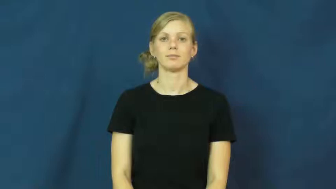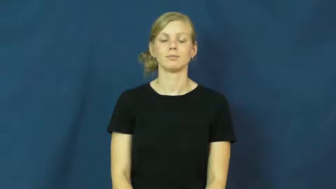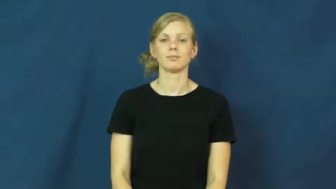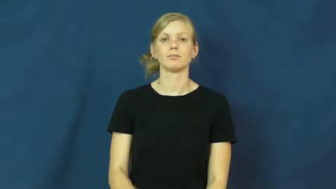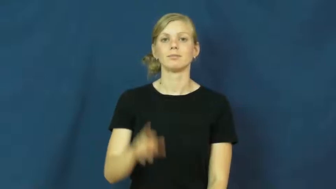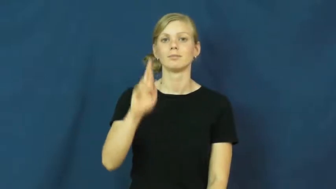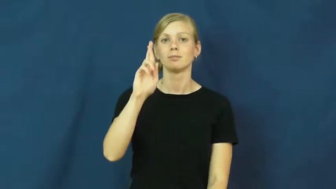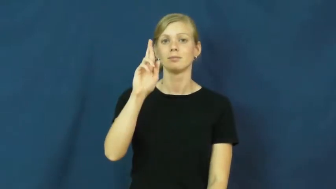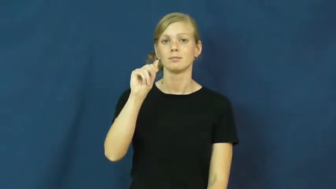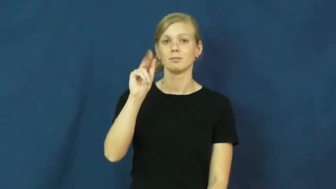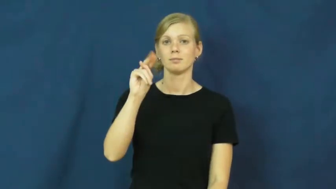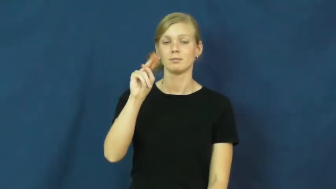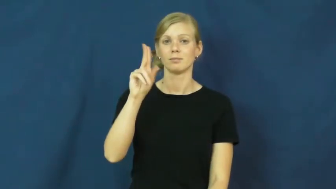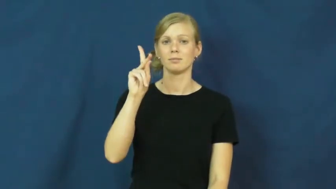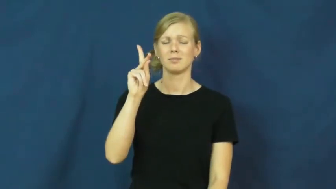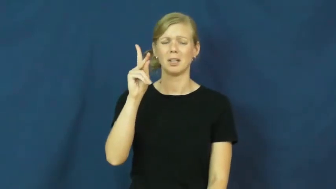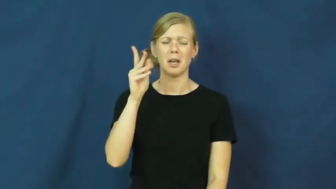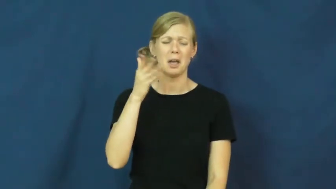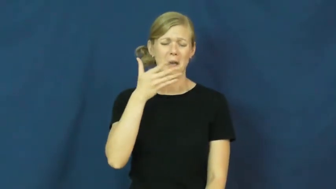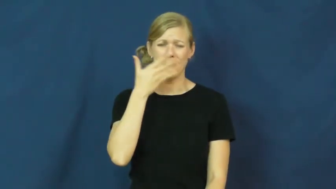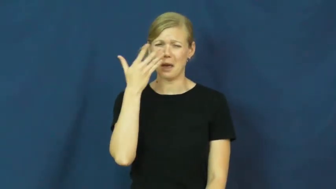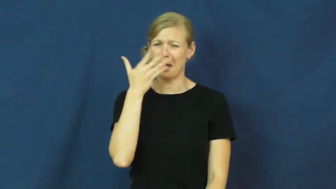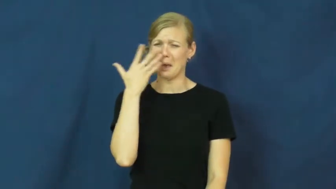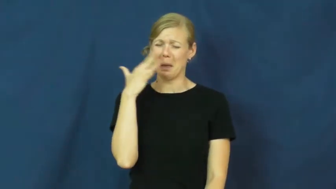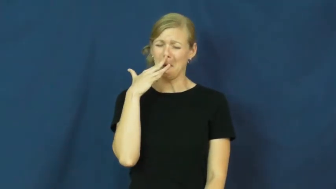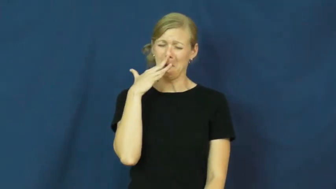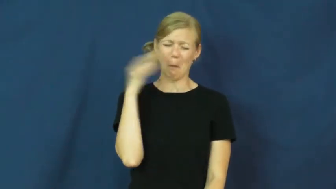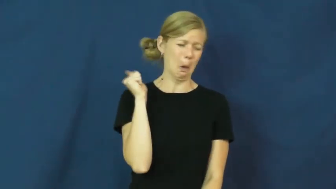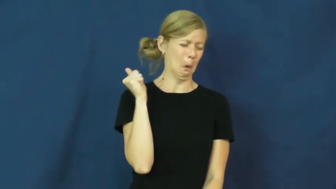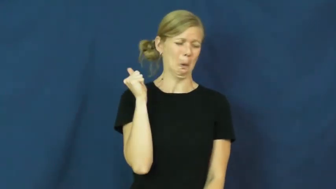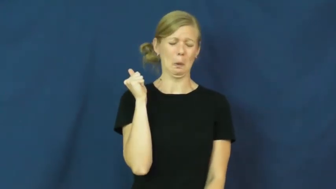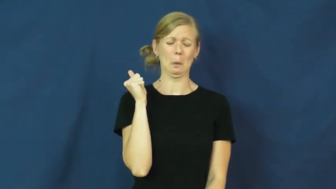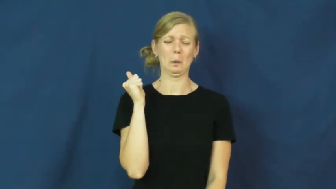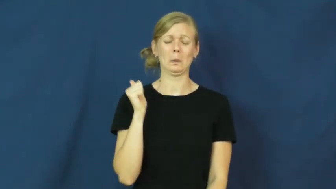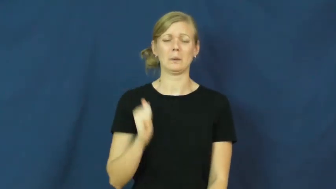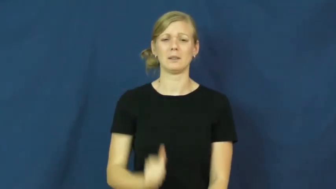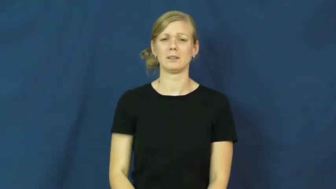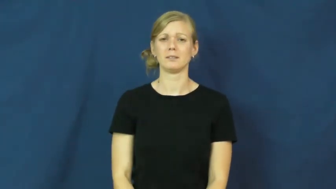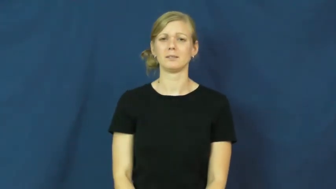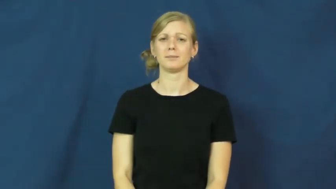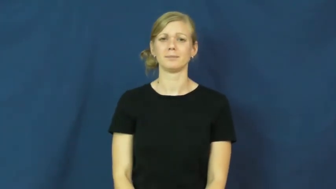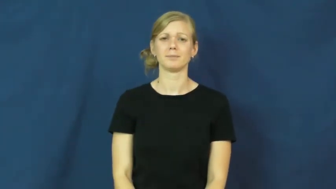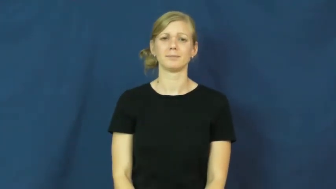rank-smell